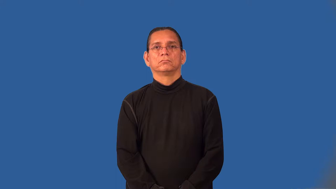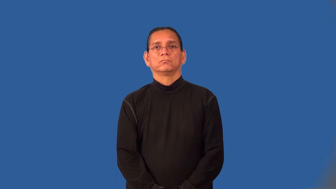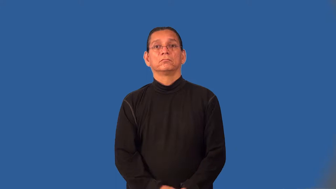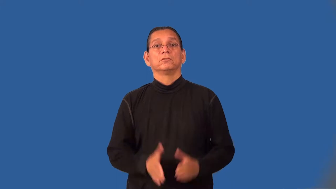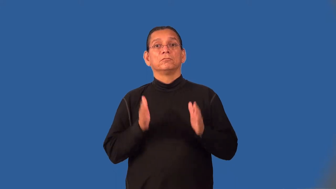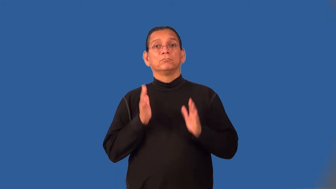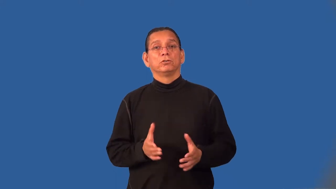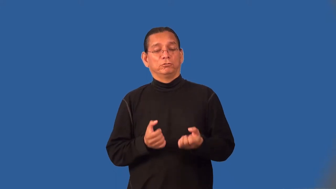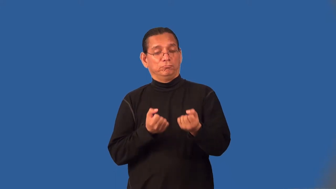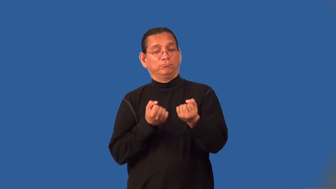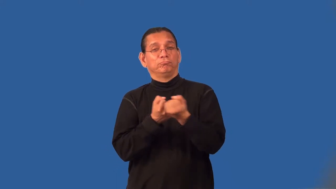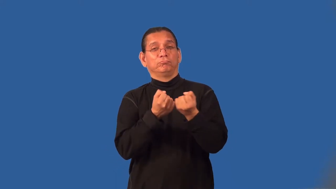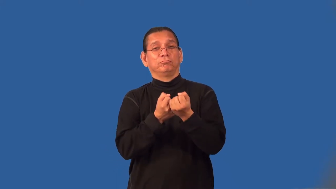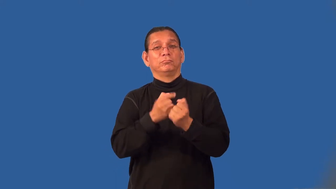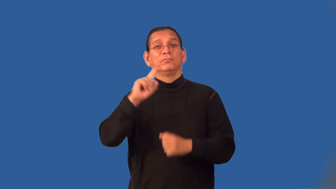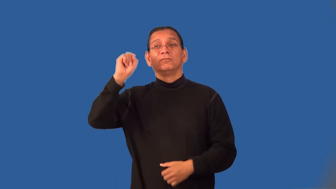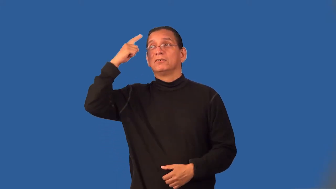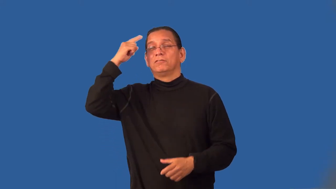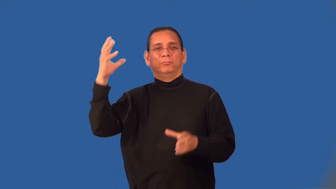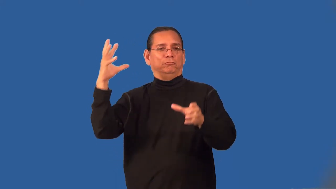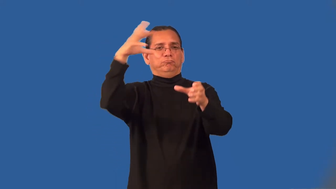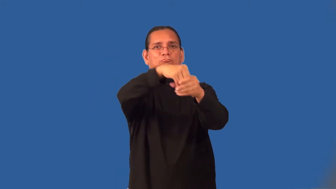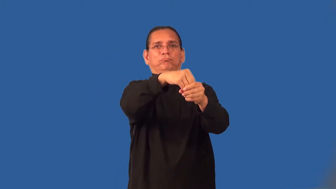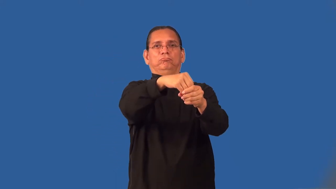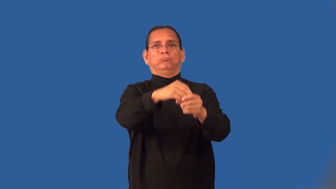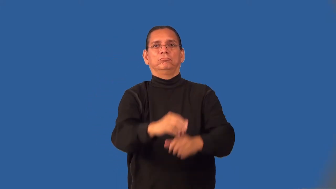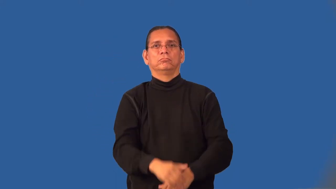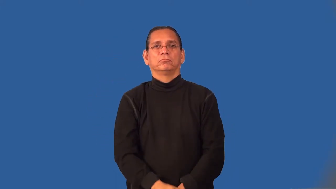interventionist-goverment